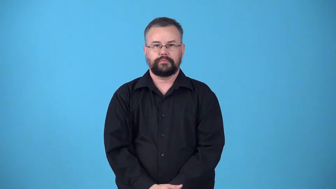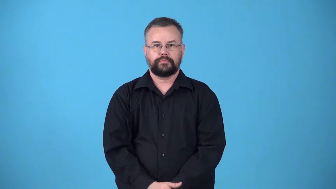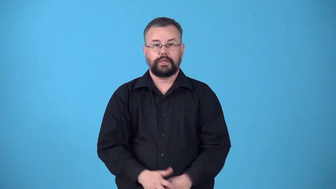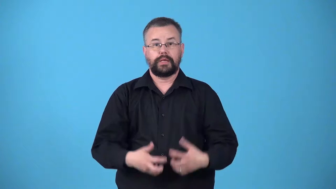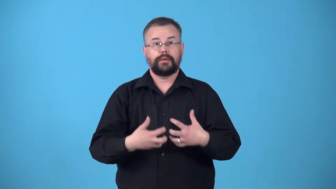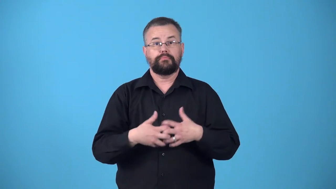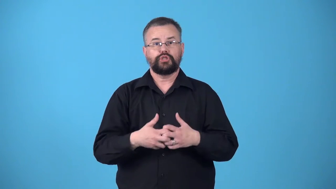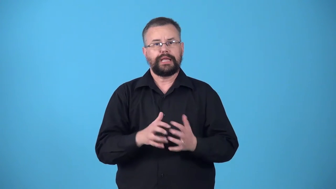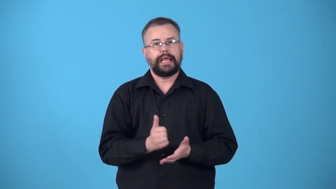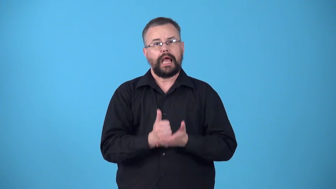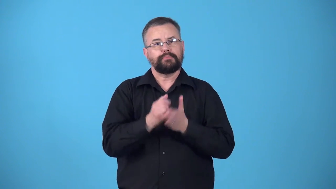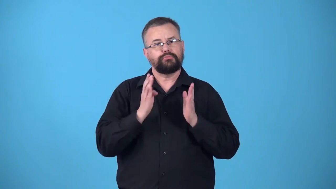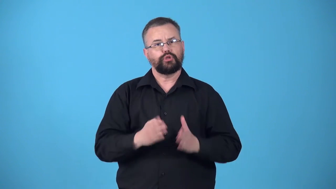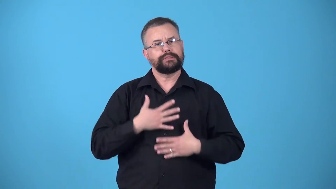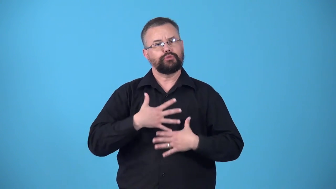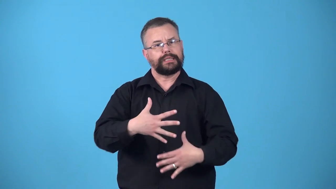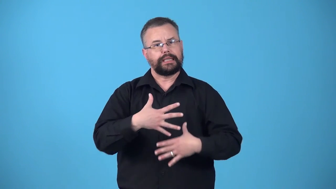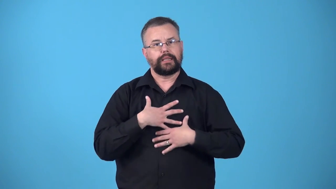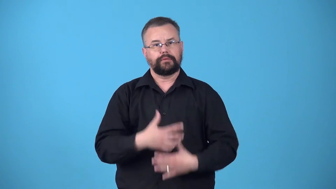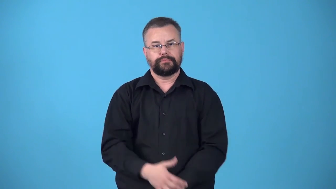ventilator-person